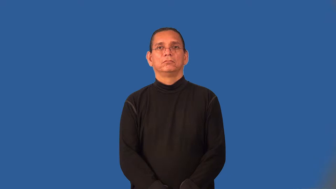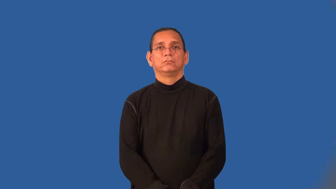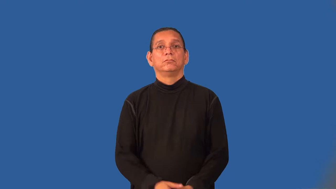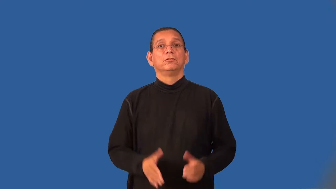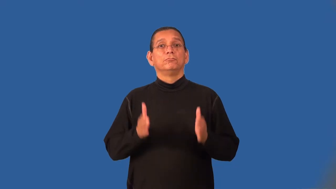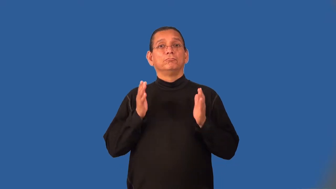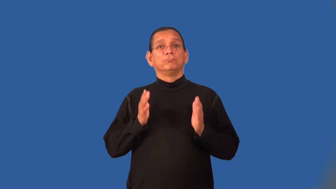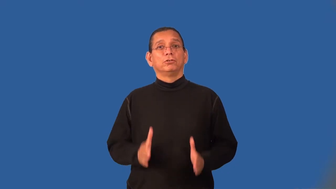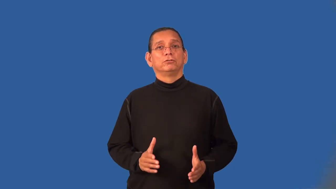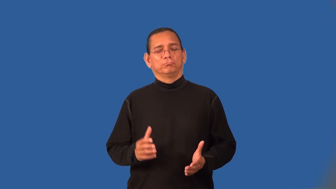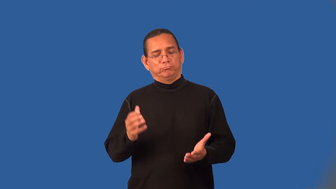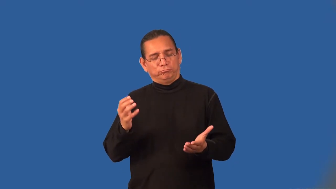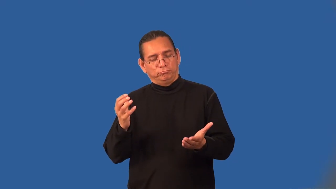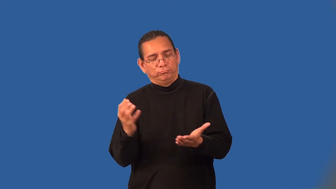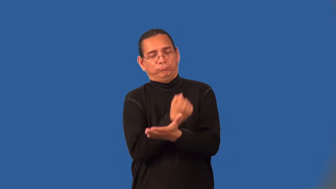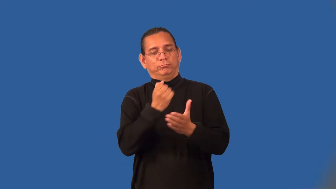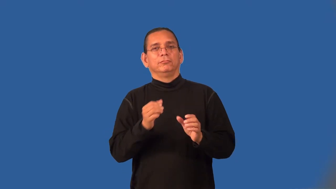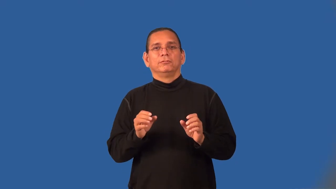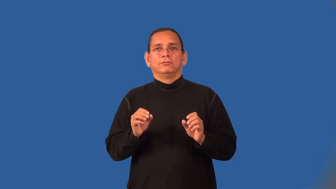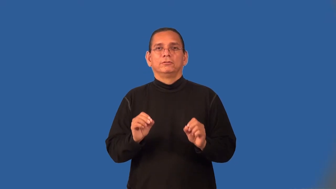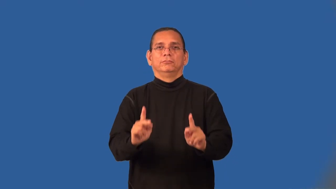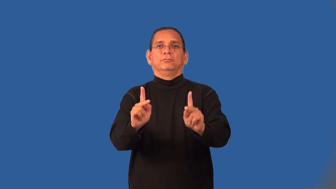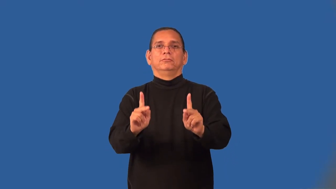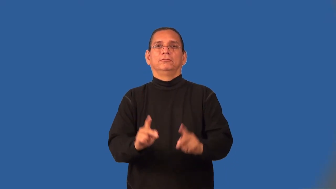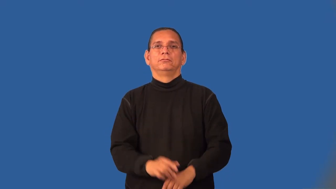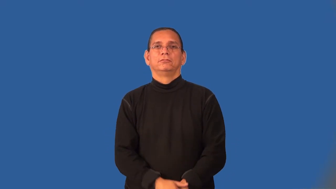opportunist